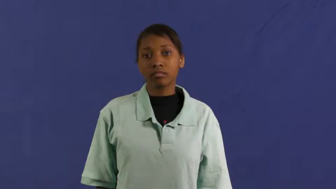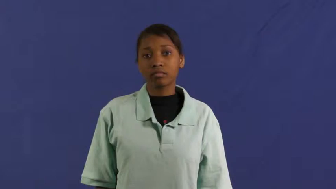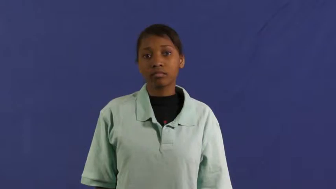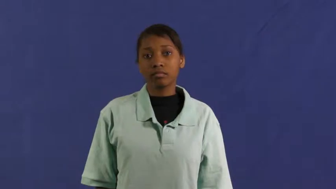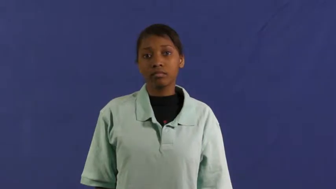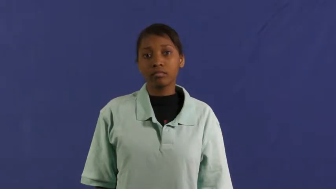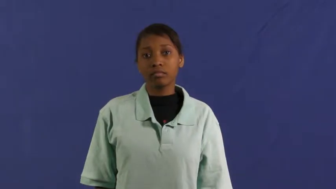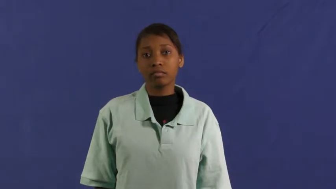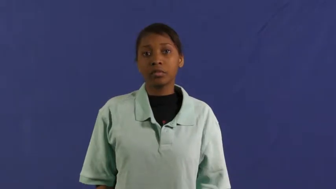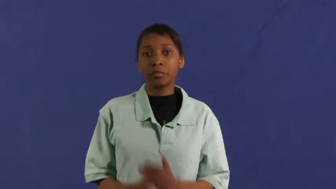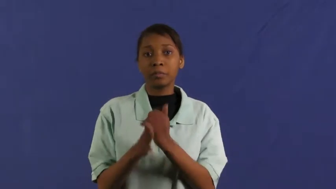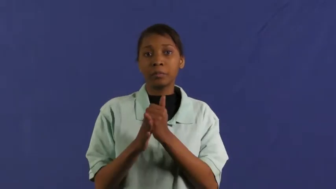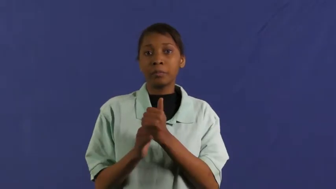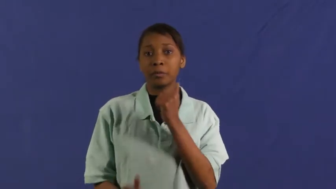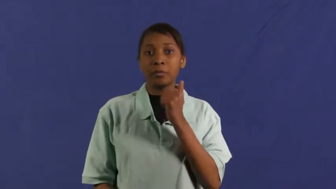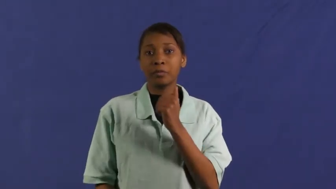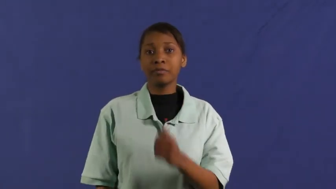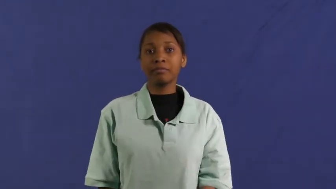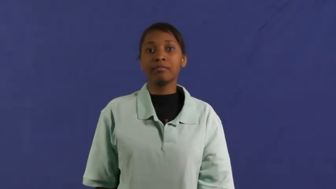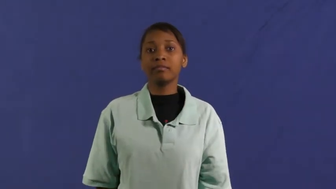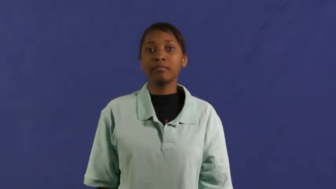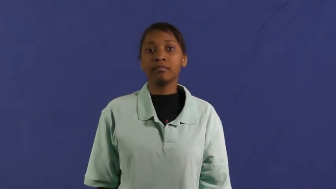feces,scat,dung,ordure